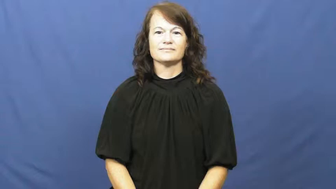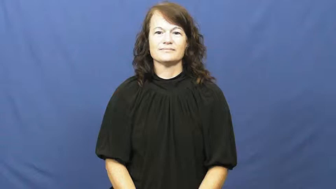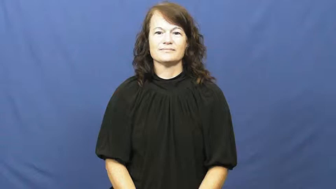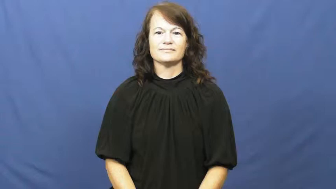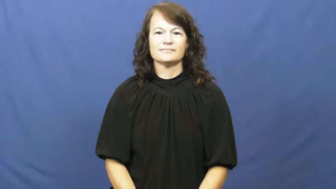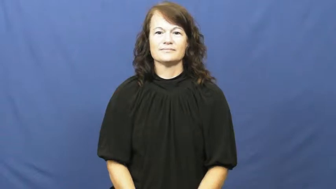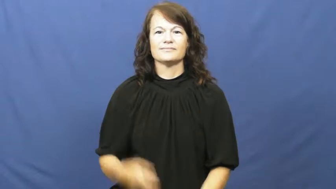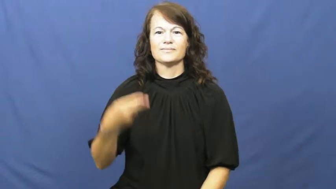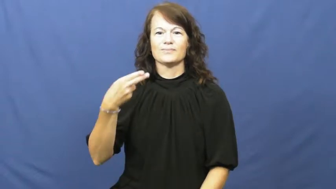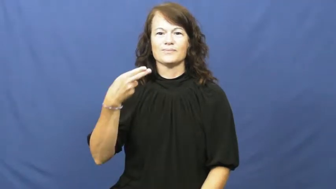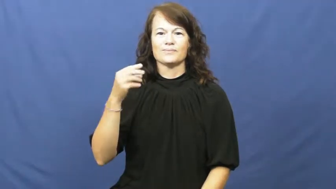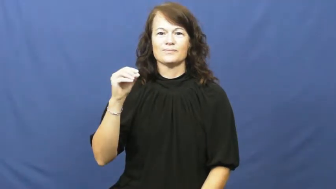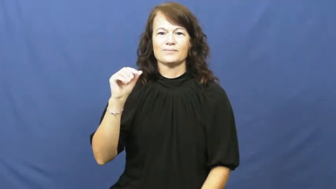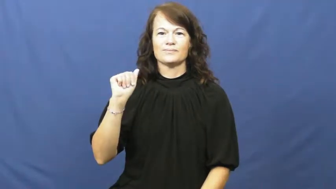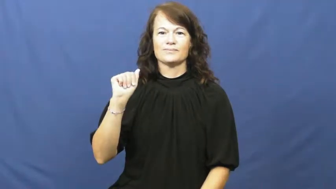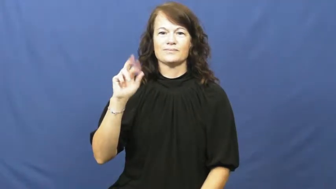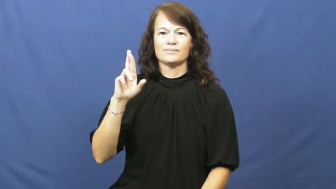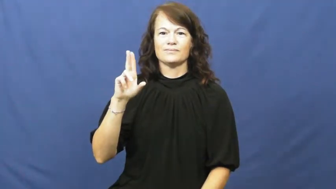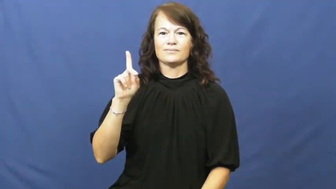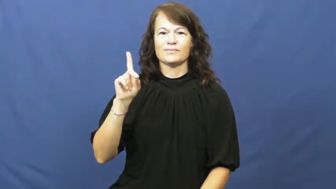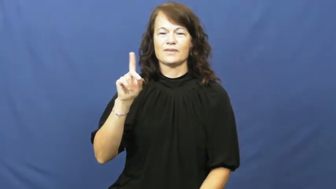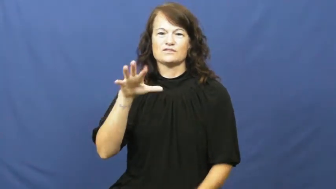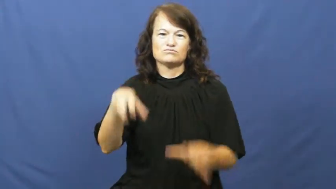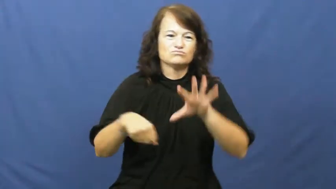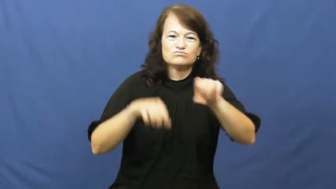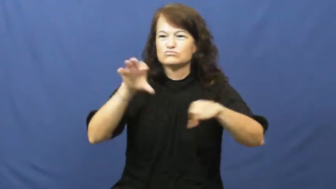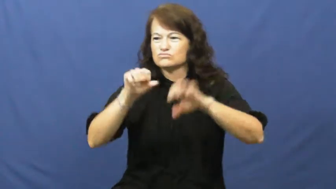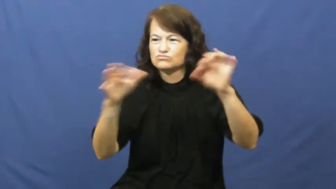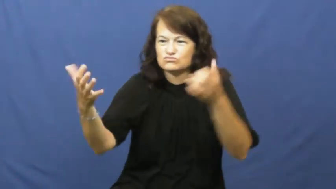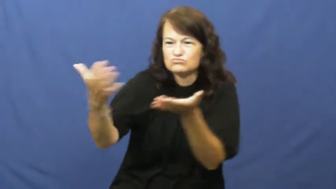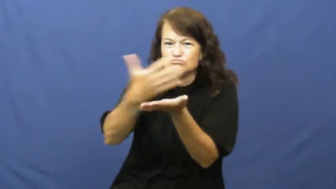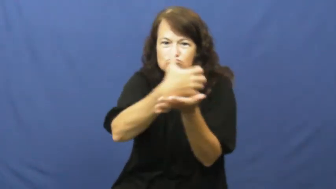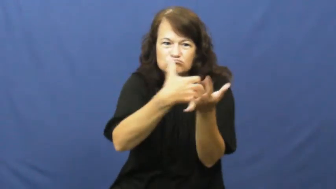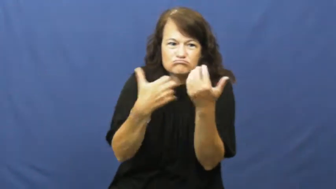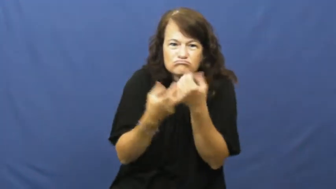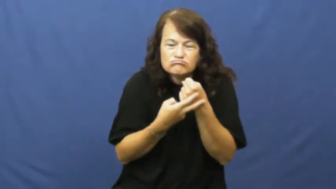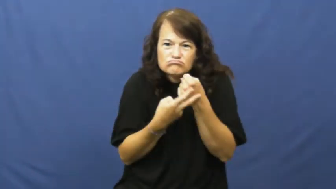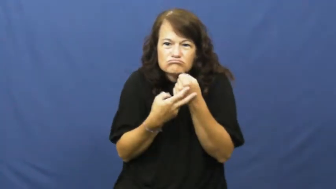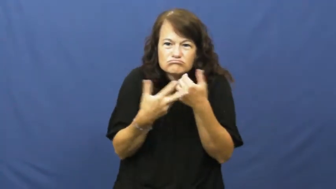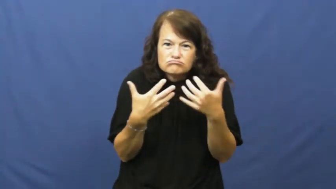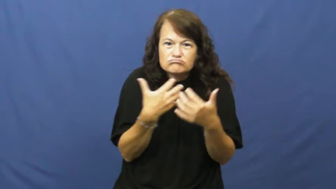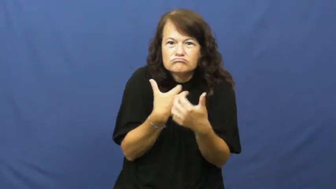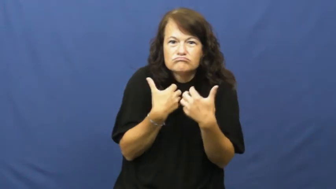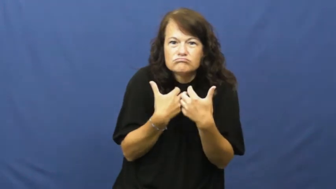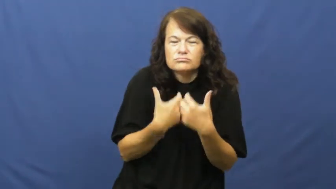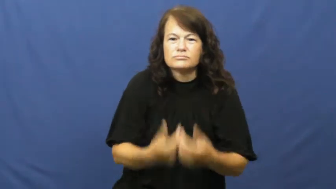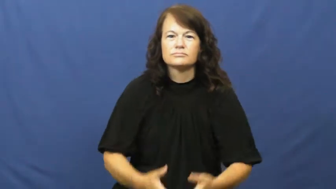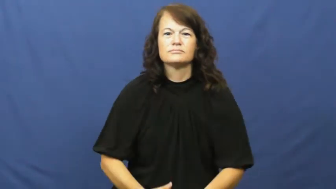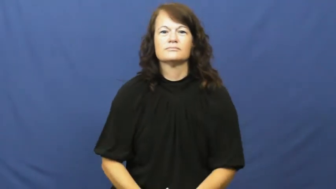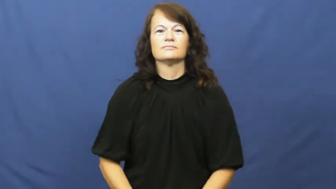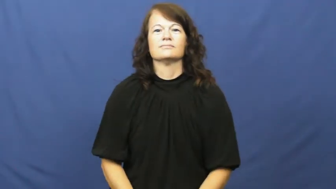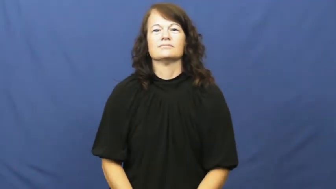hoard